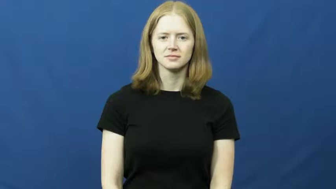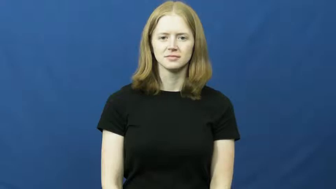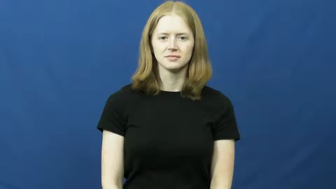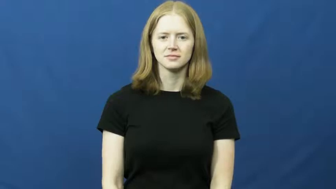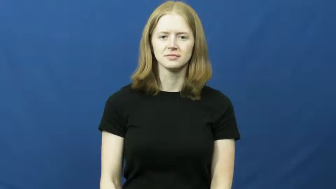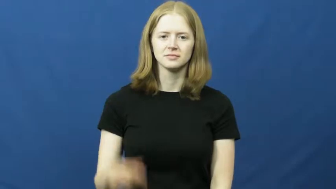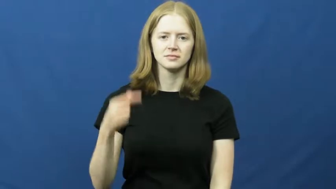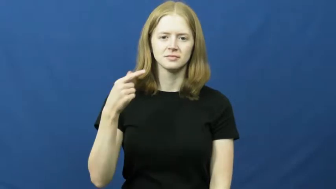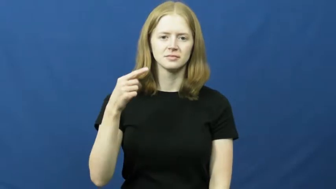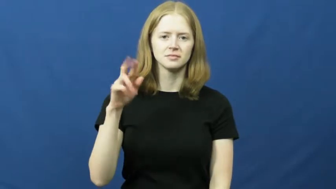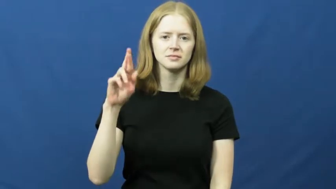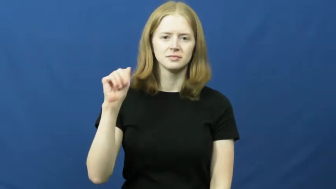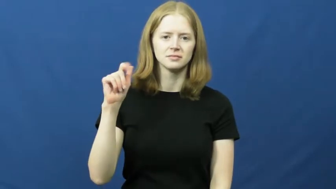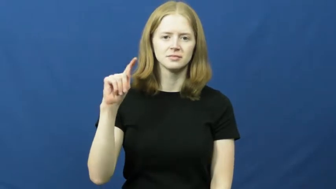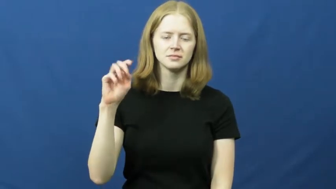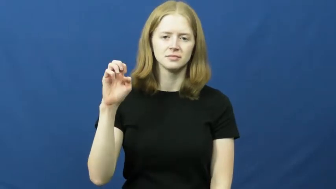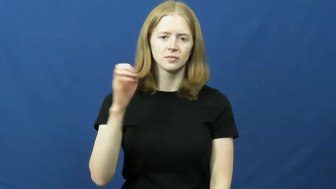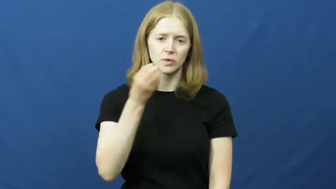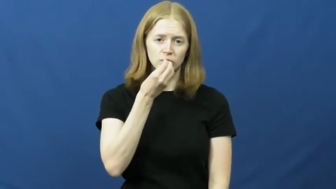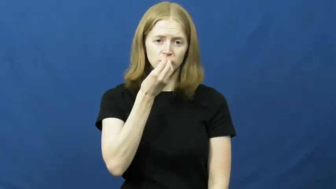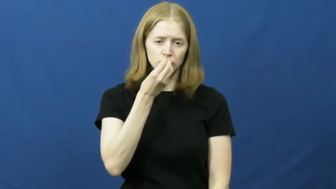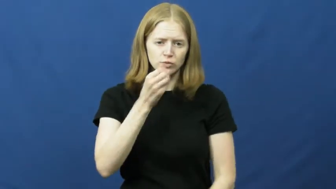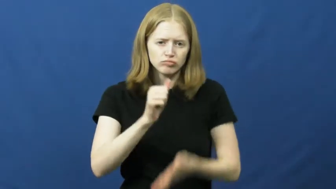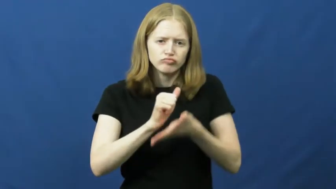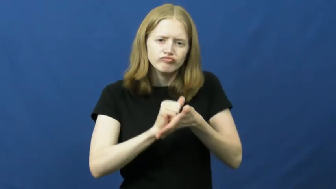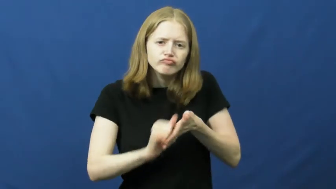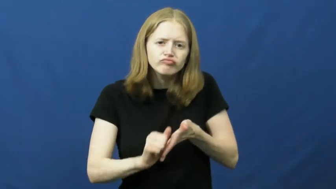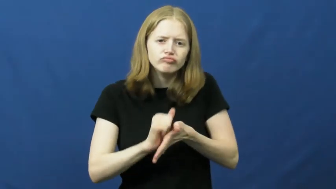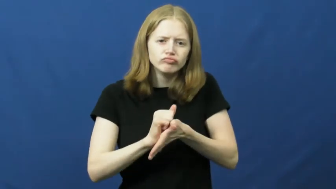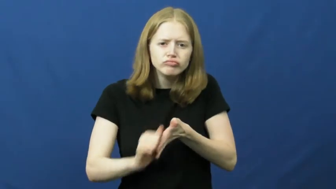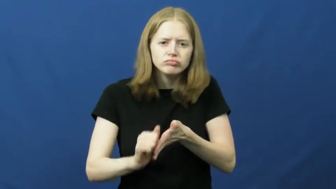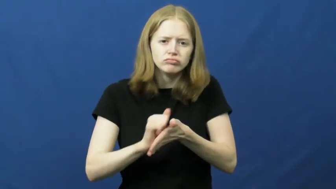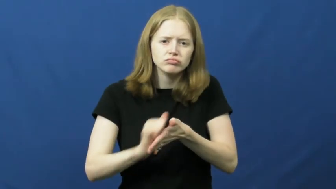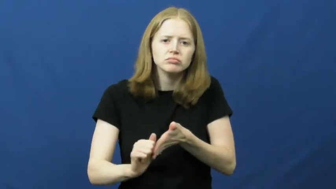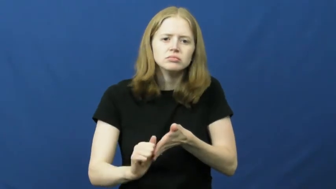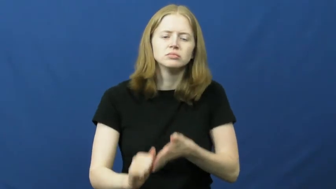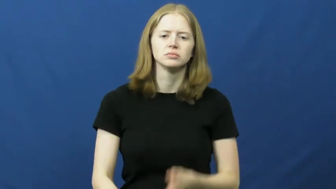grate-scrape